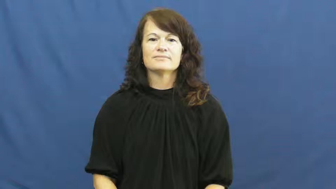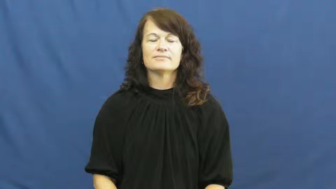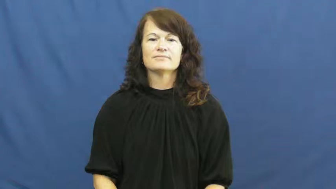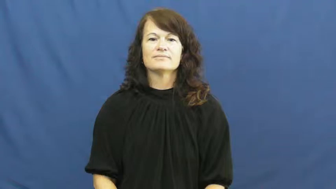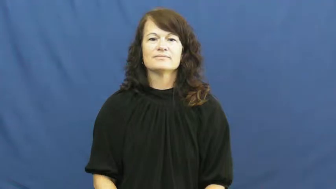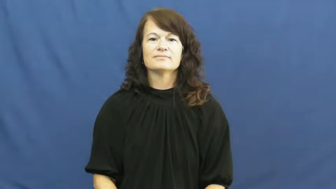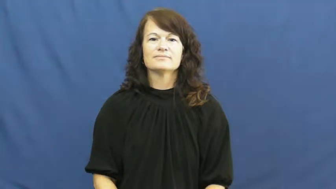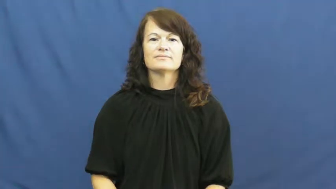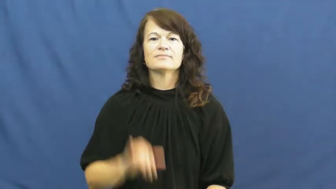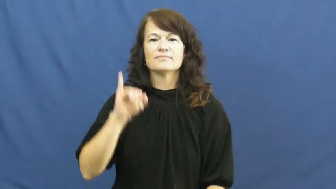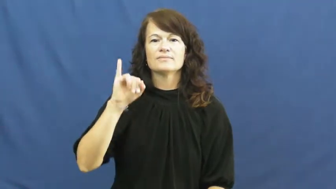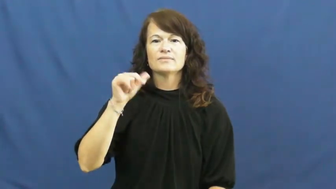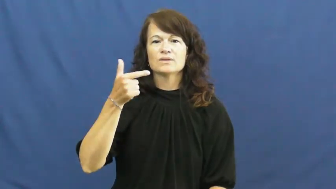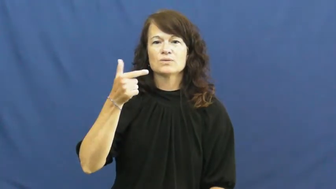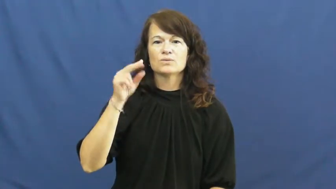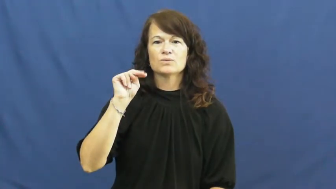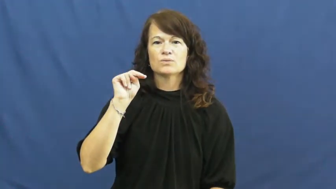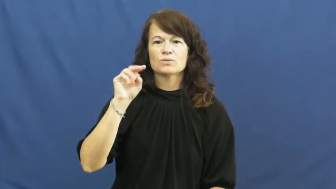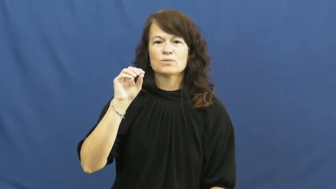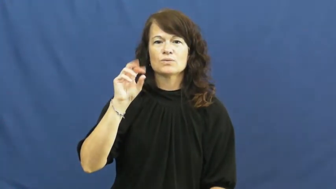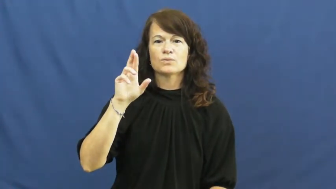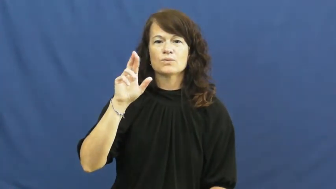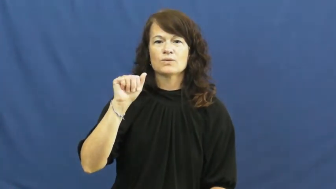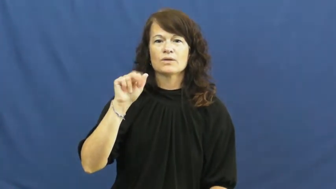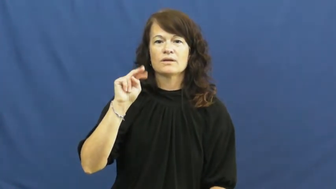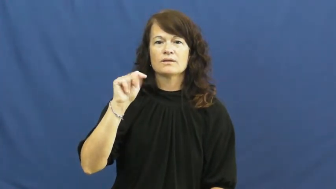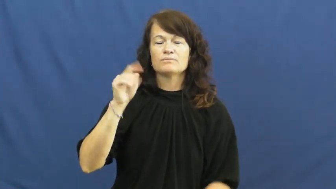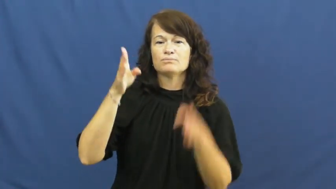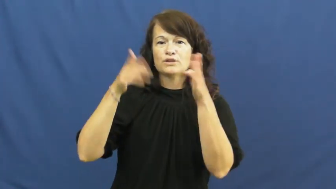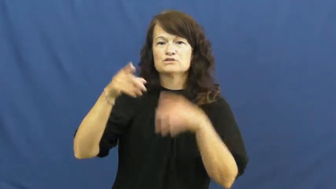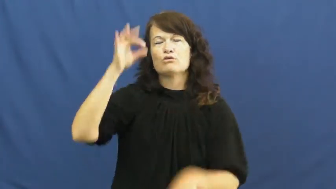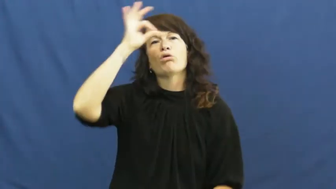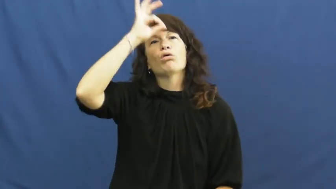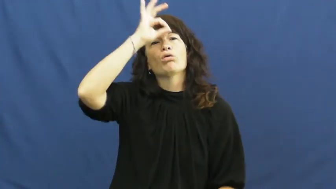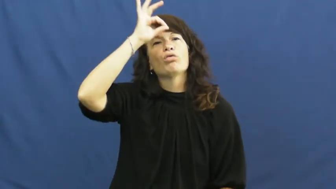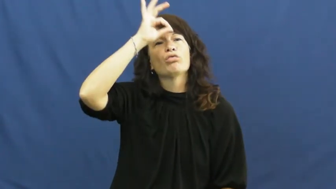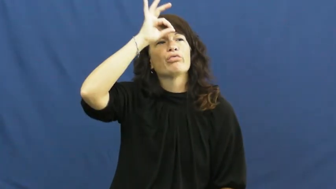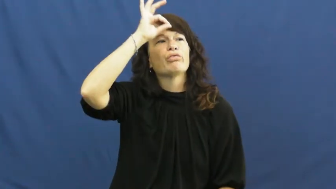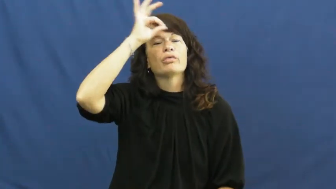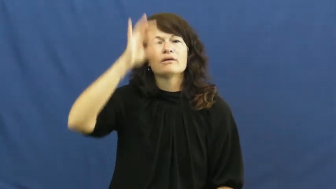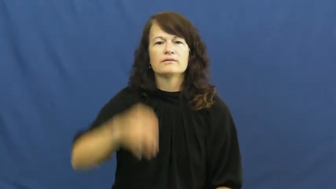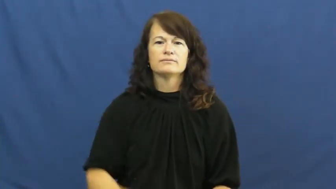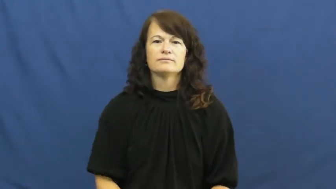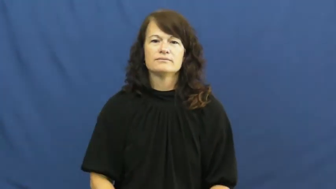ignorant